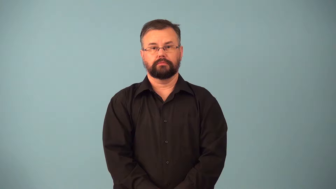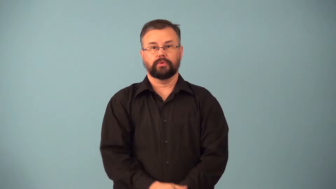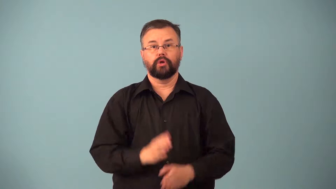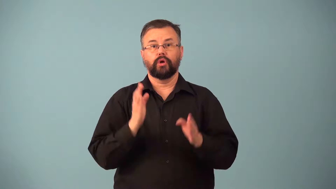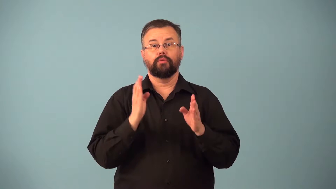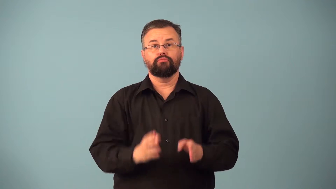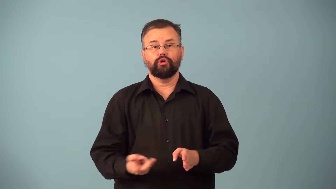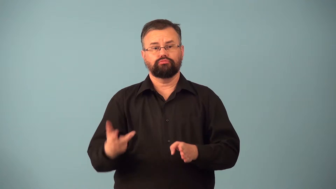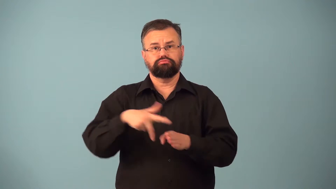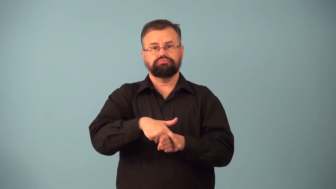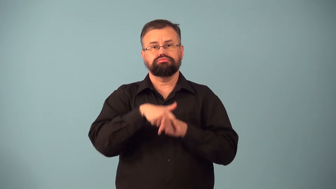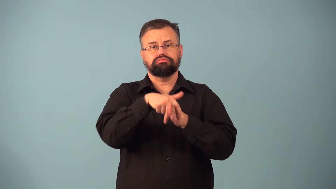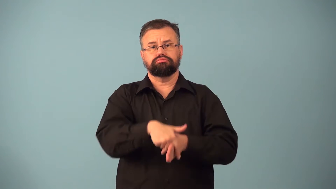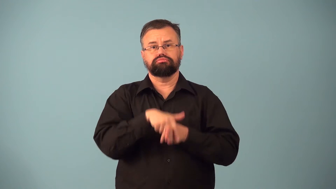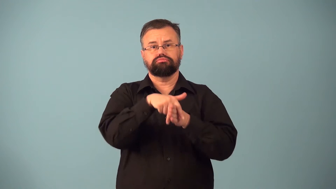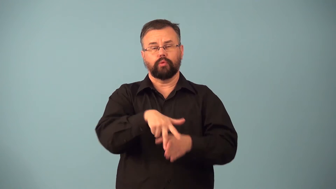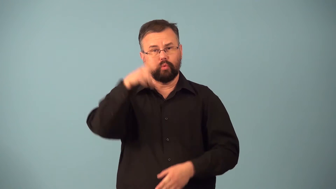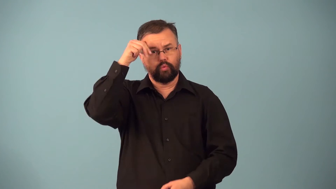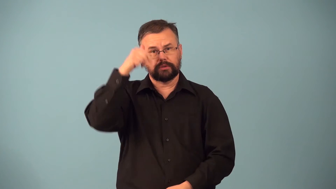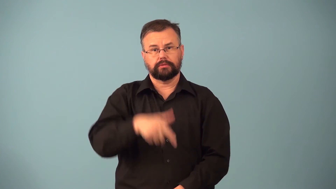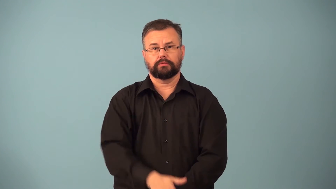rider,horseman-horse